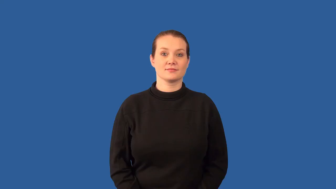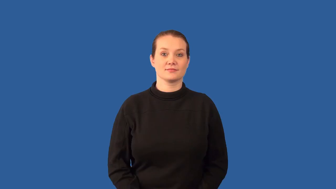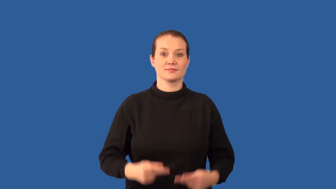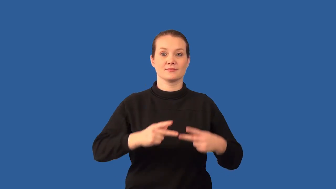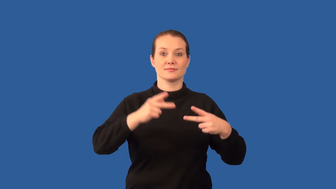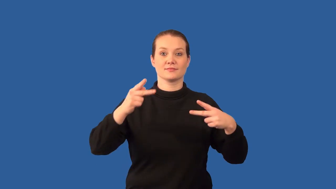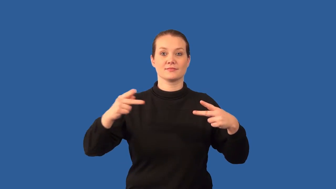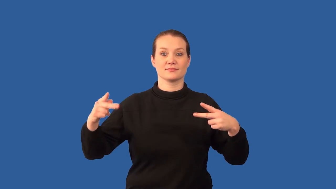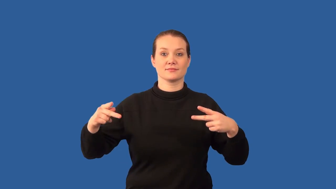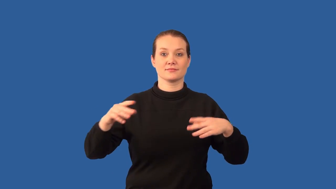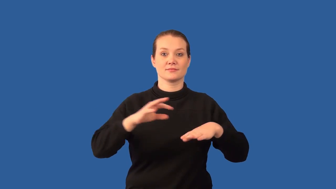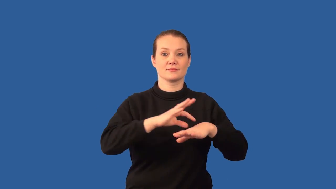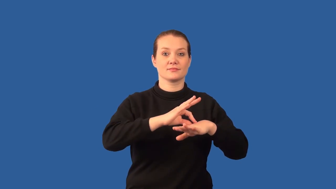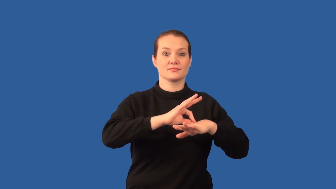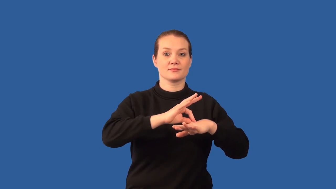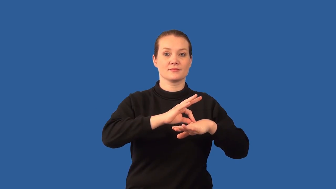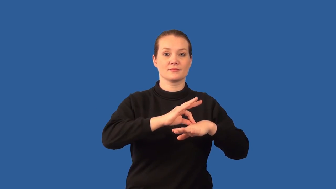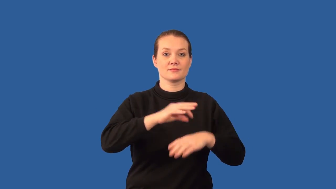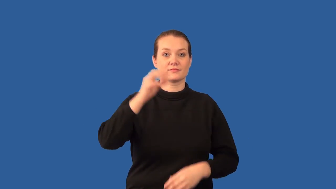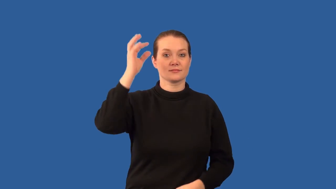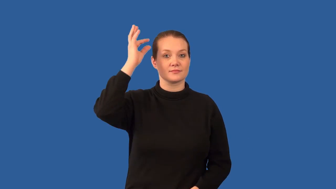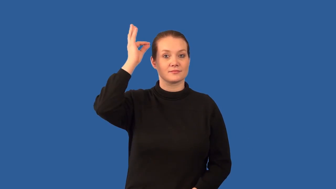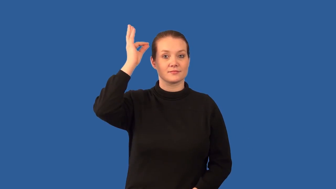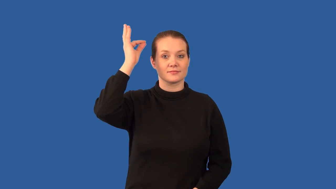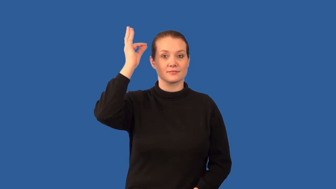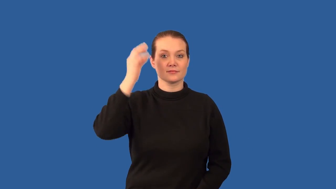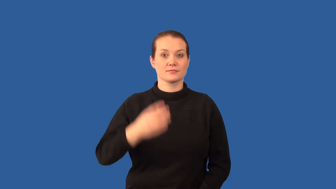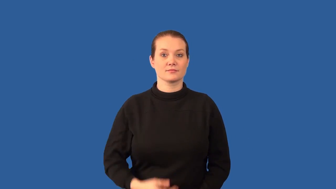keratin